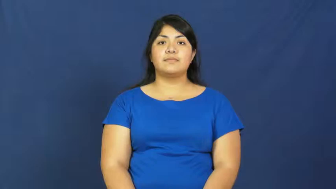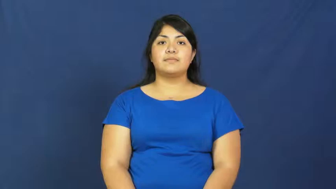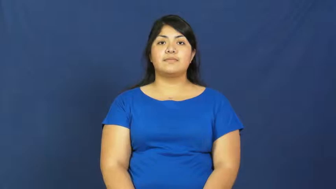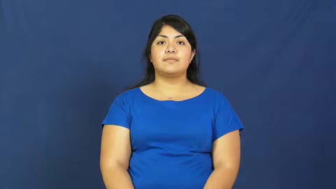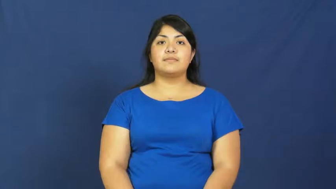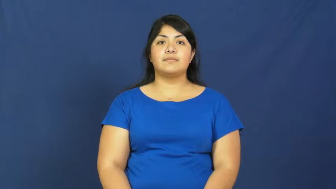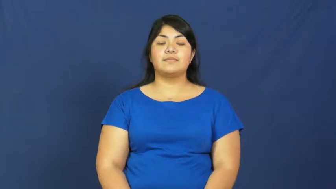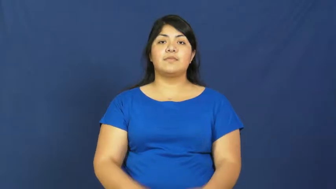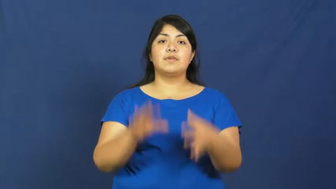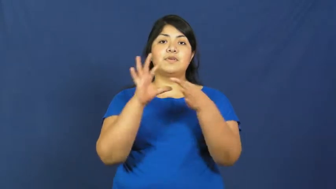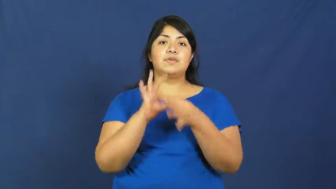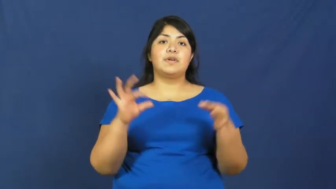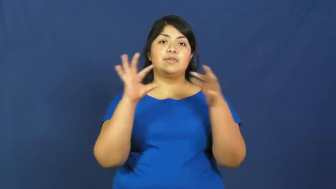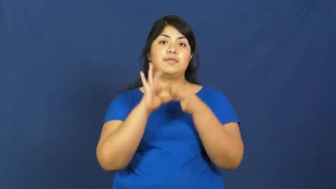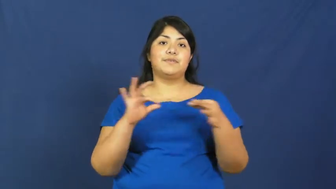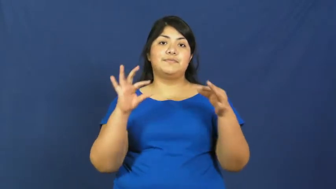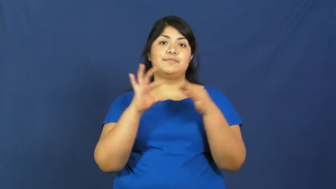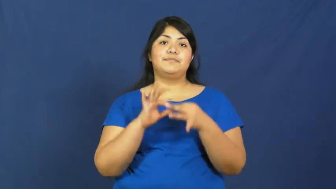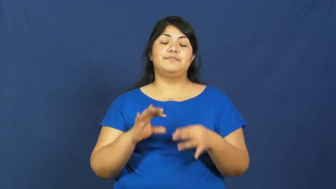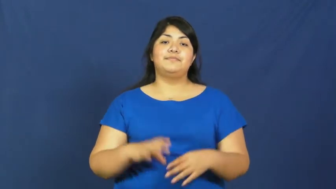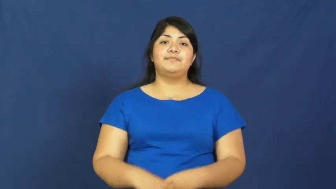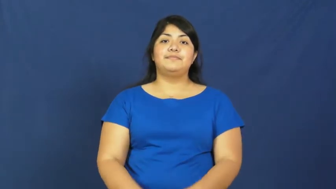story,narrative